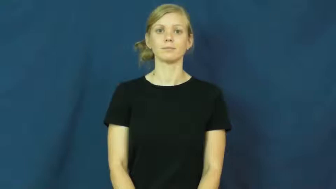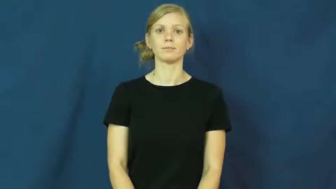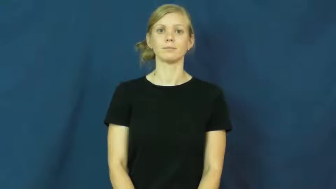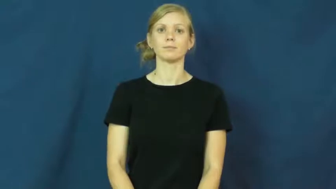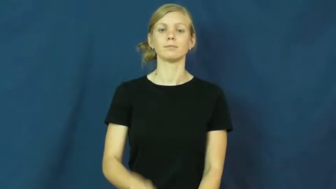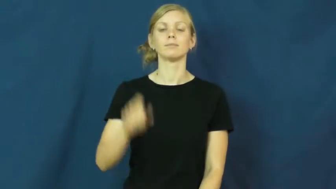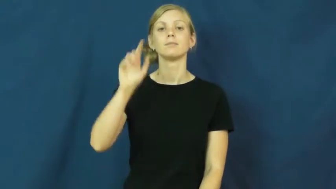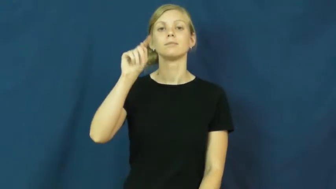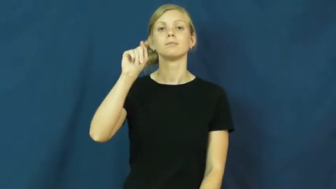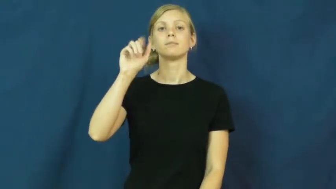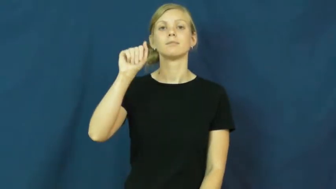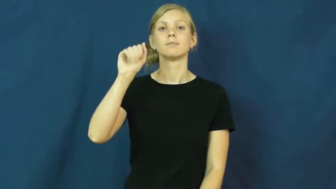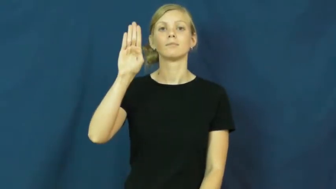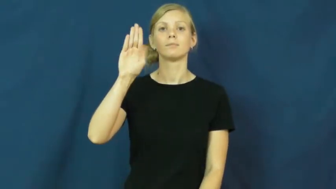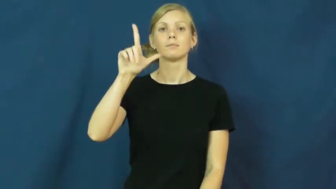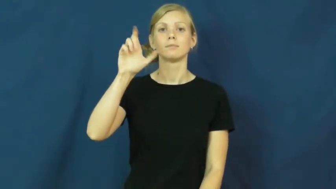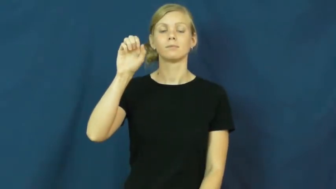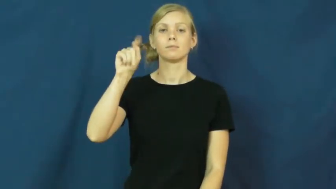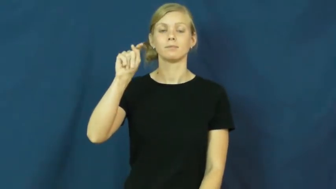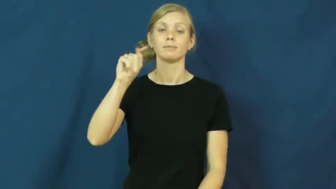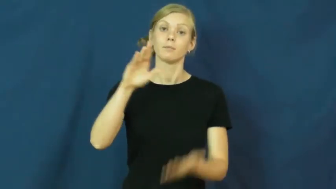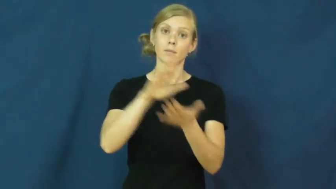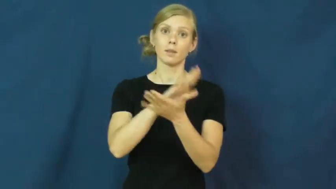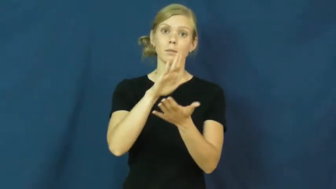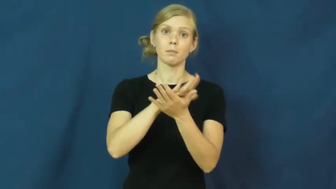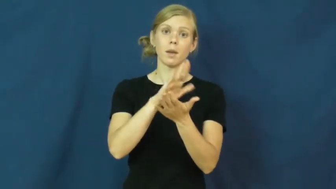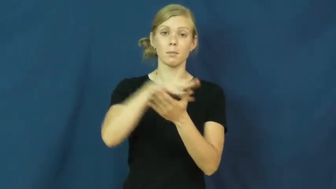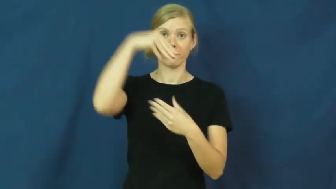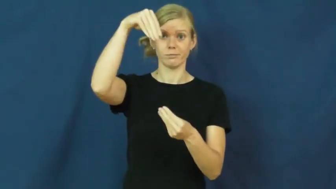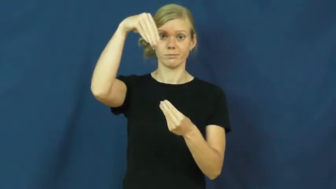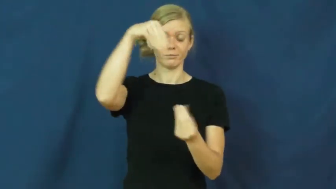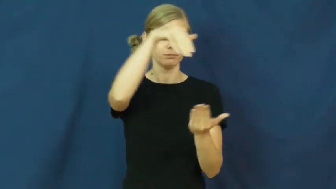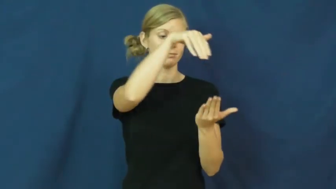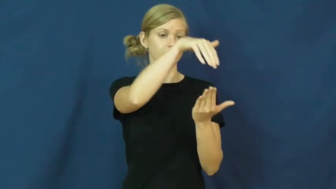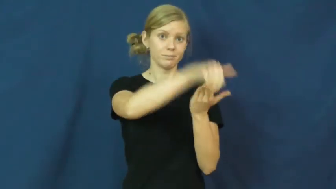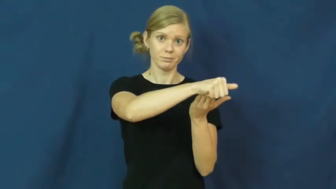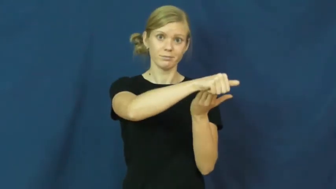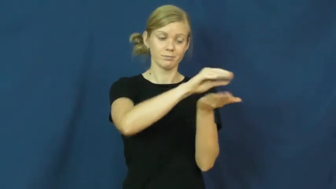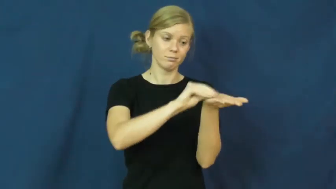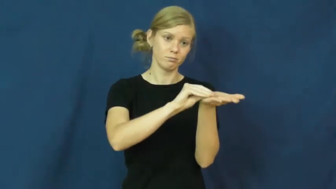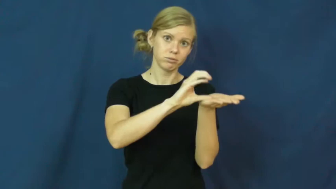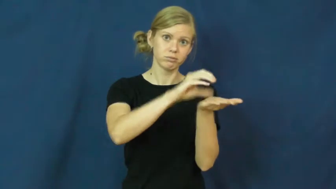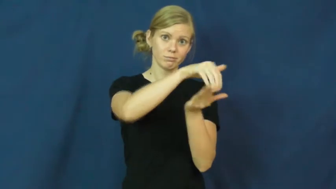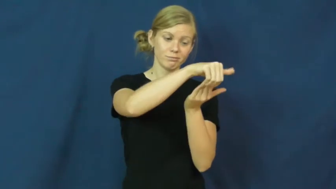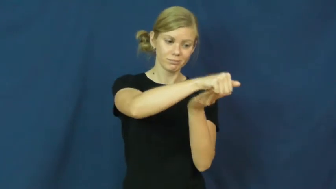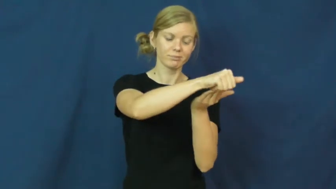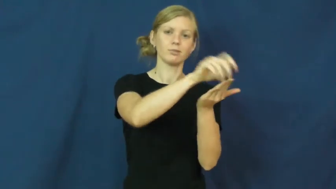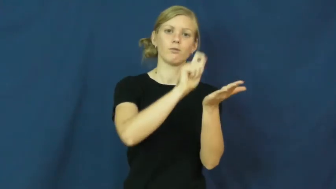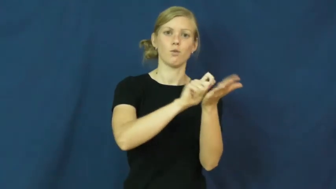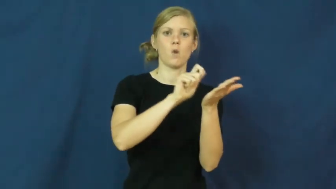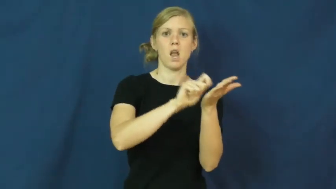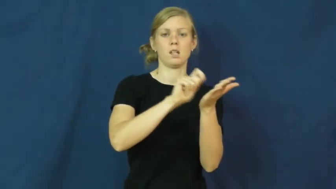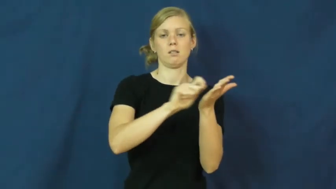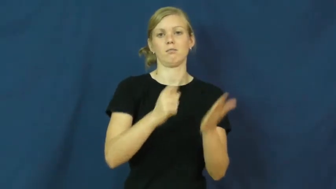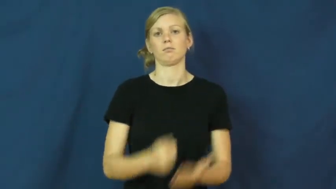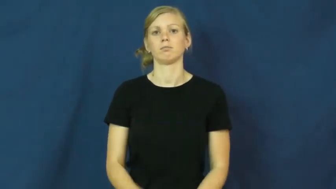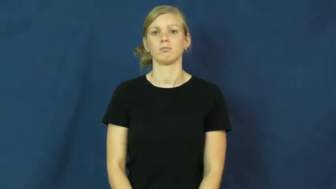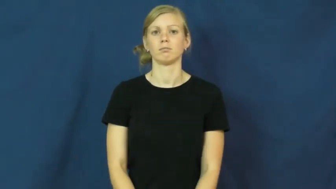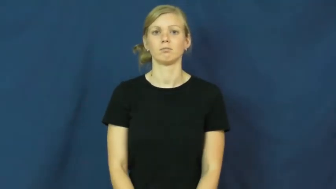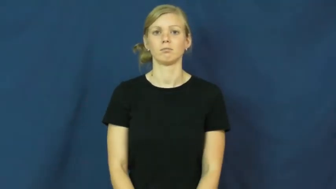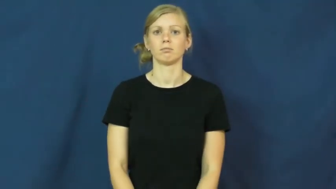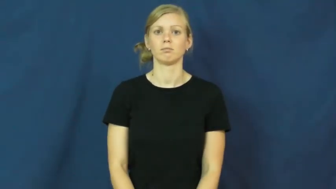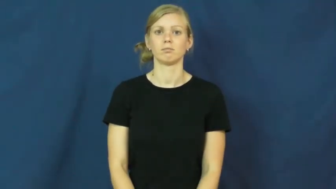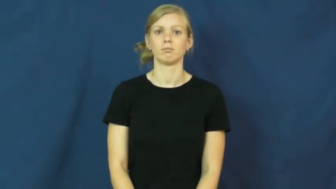tablet-writing